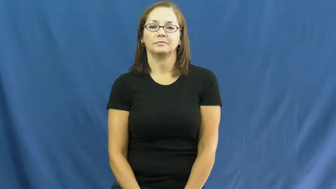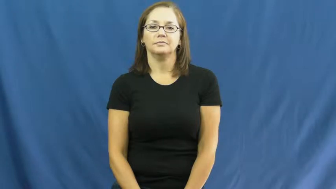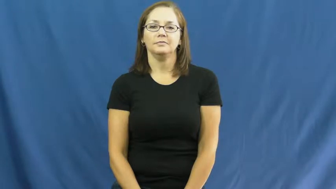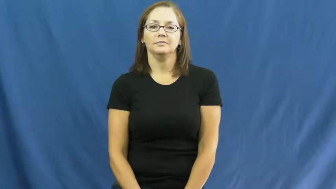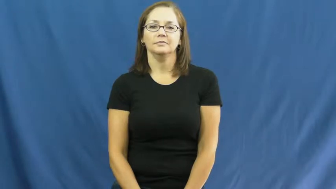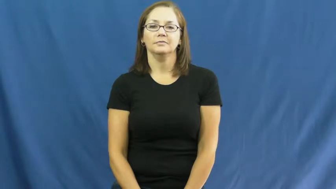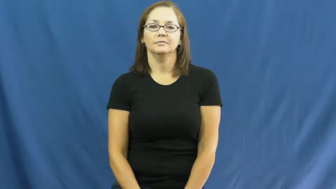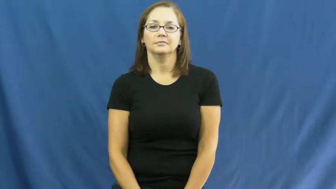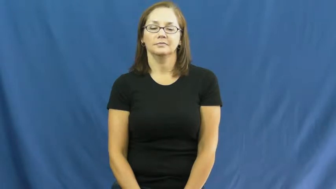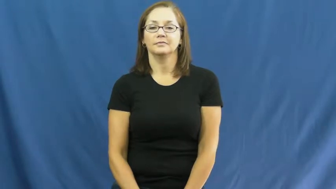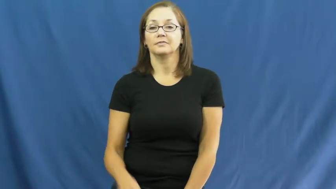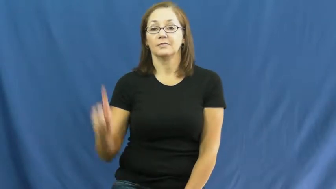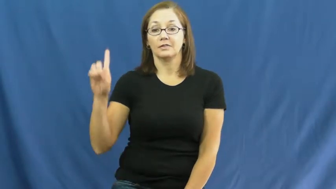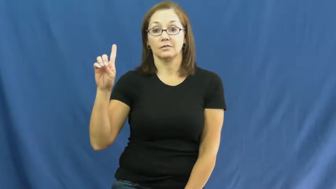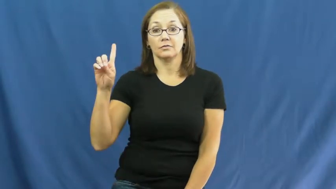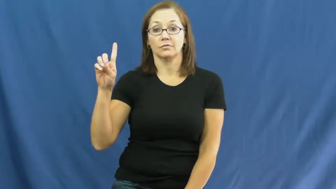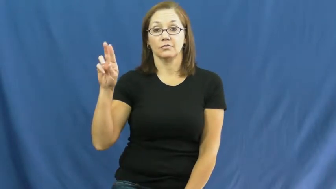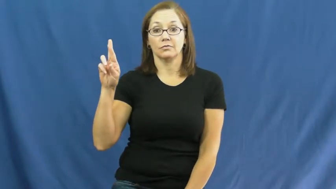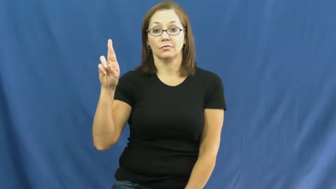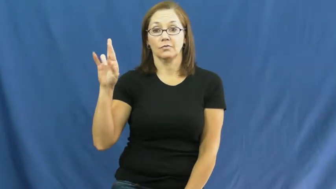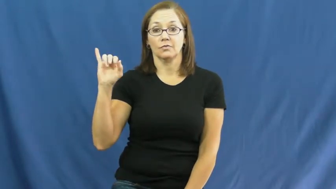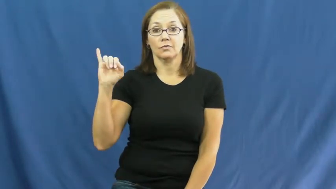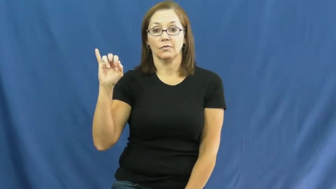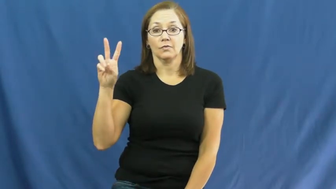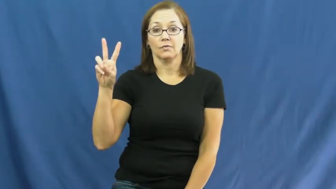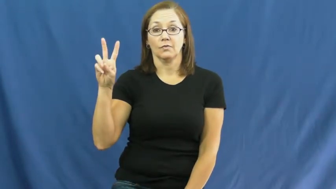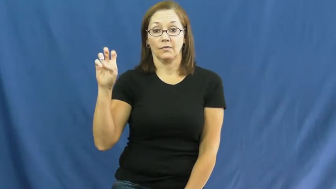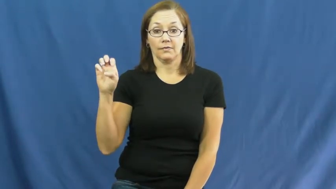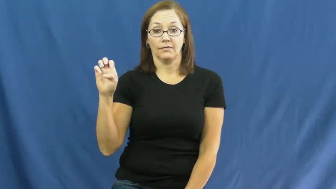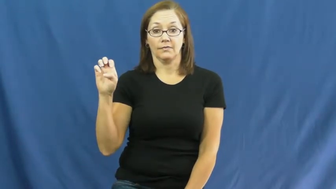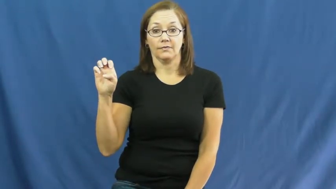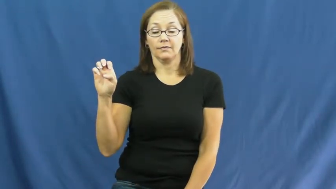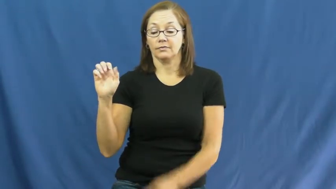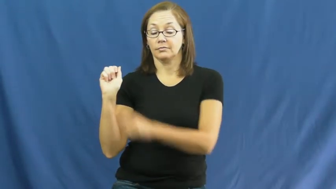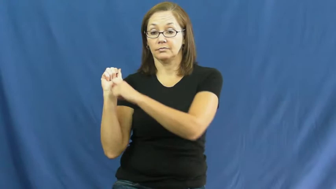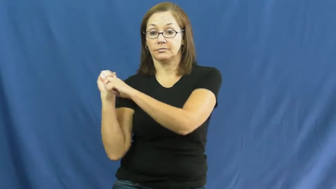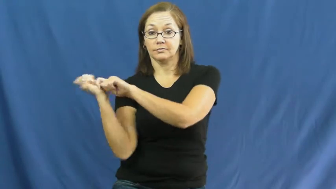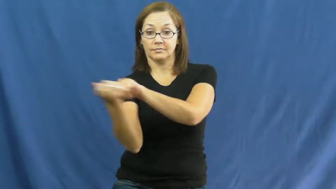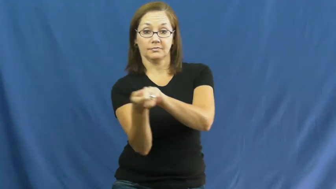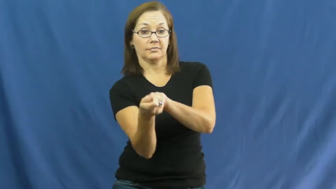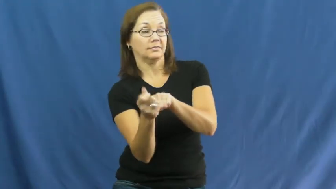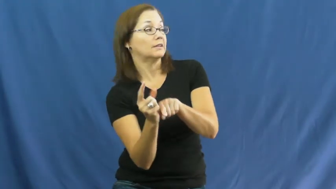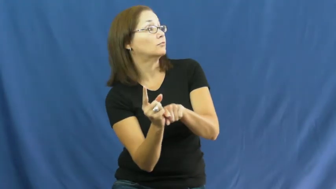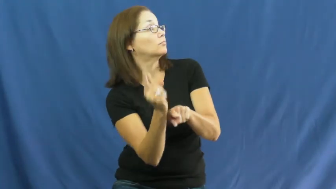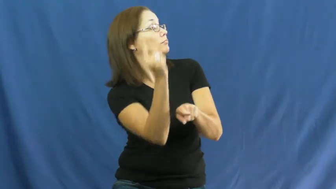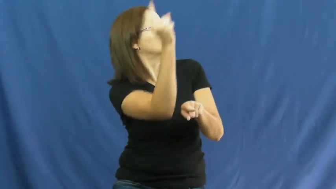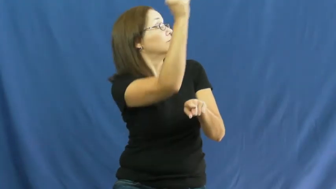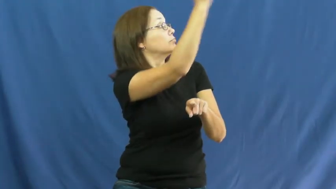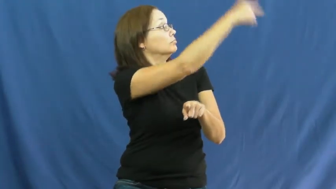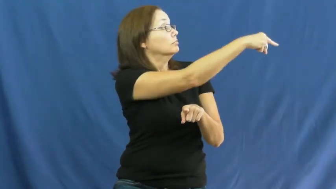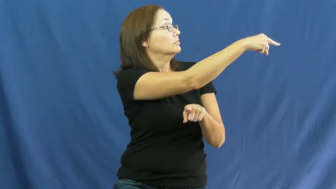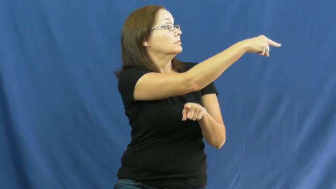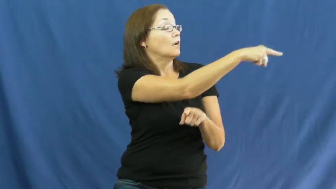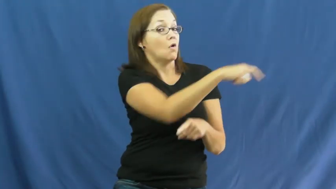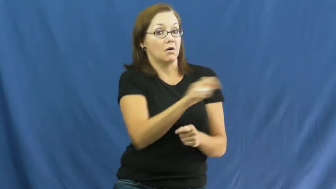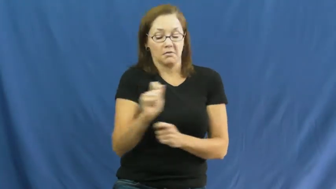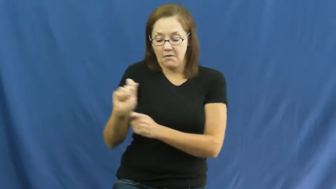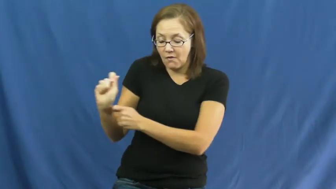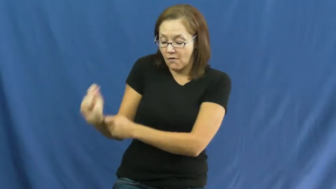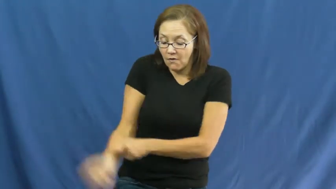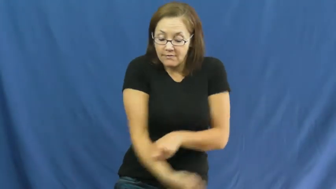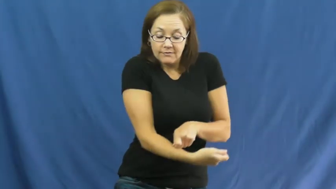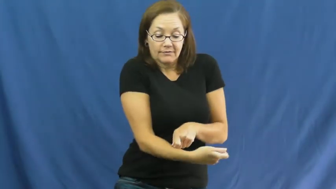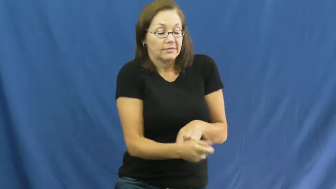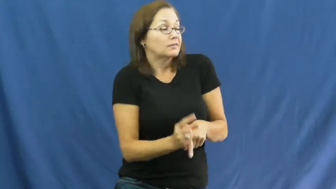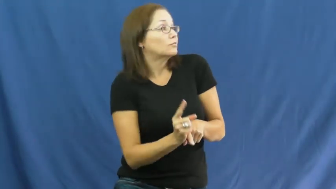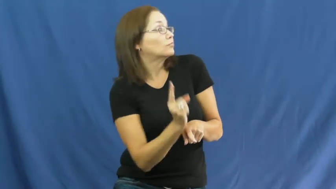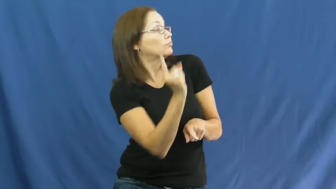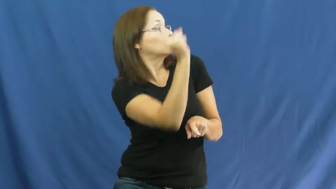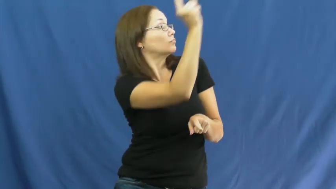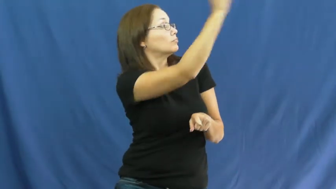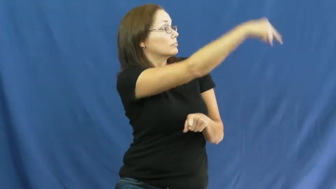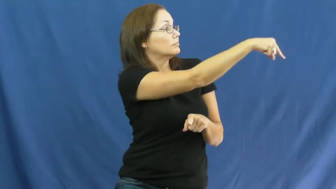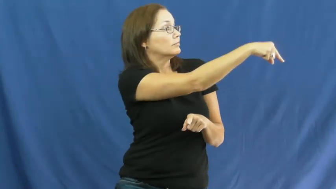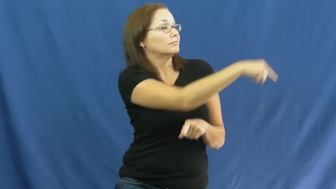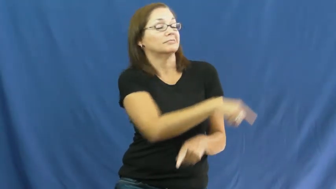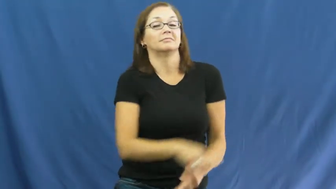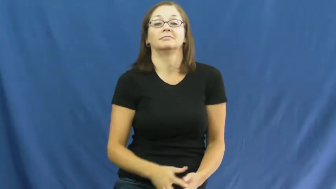drive-hit far